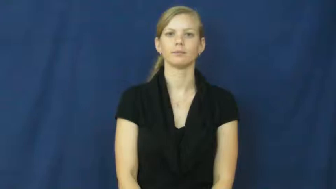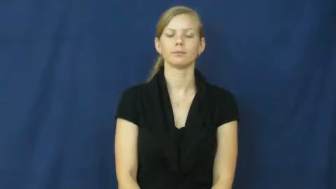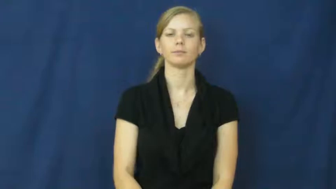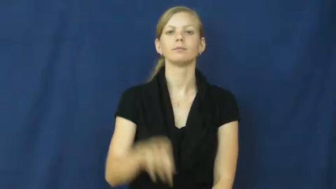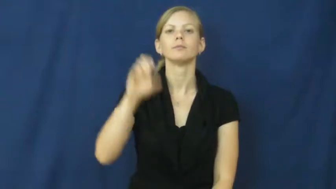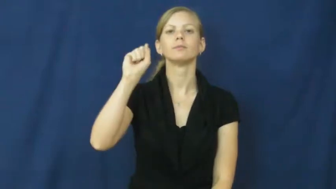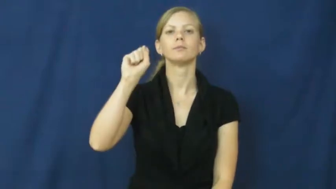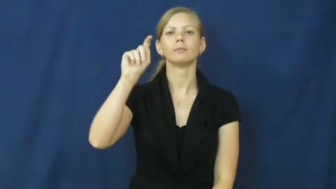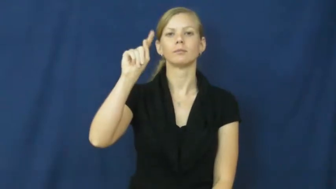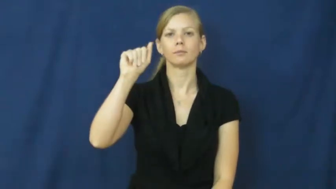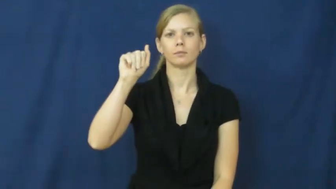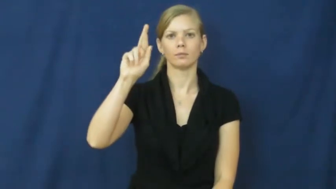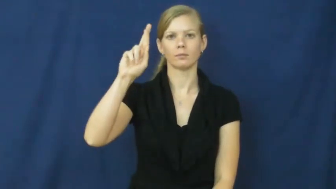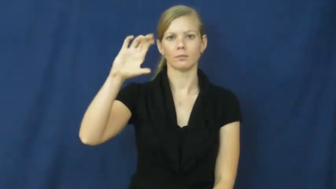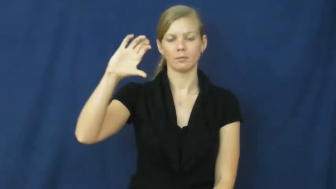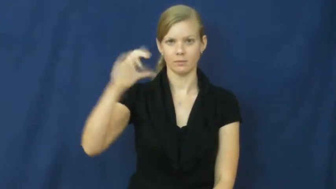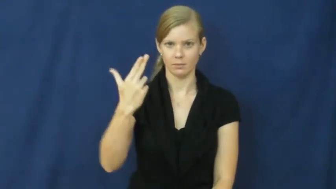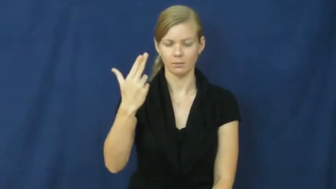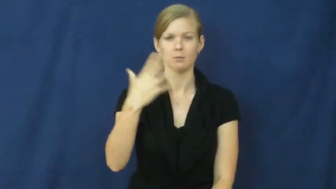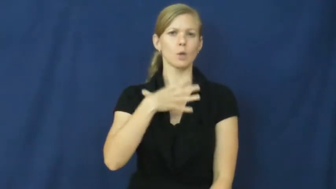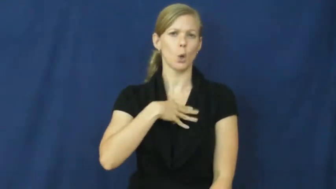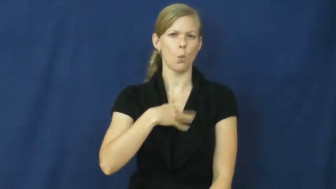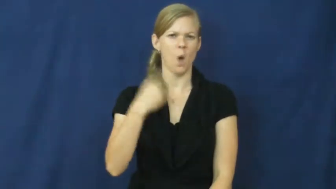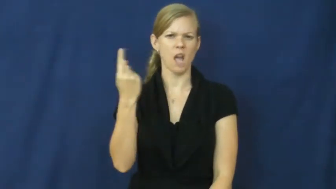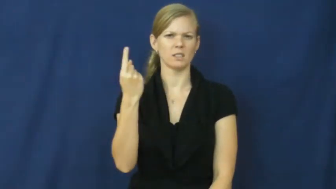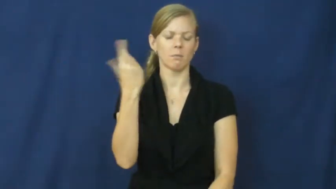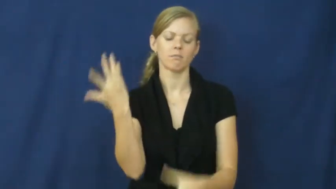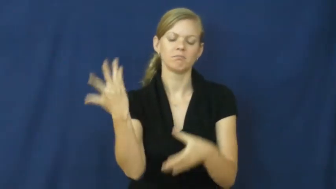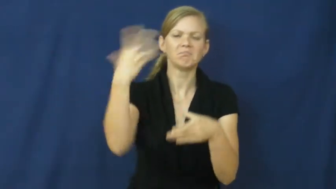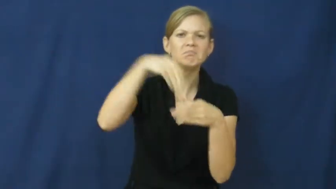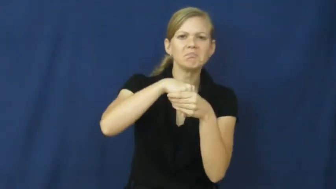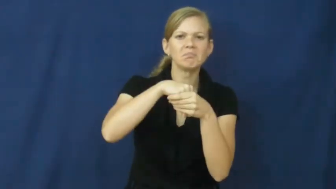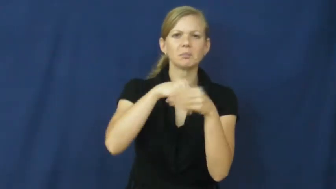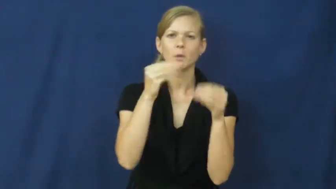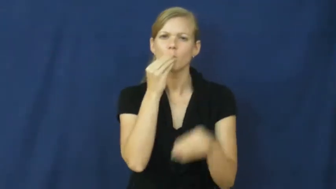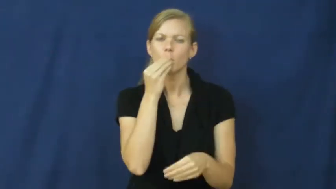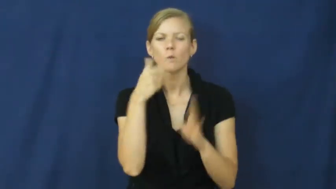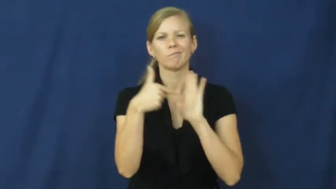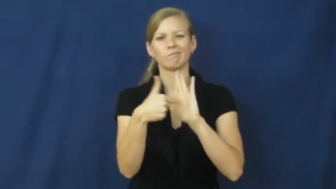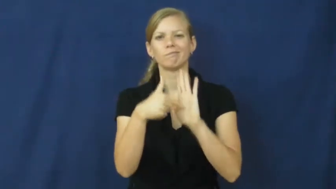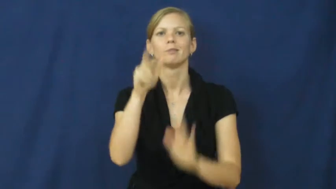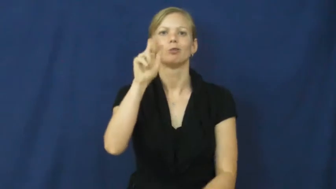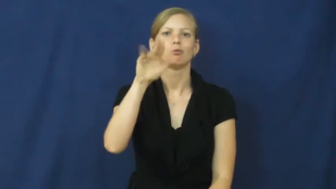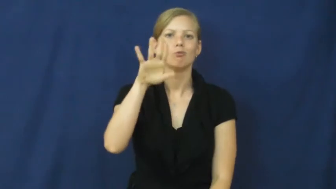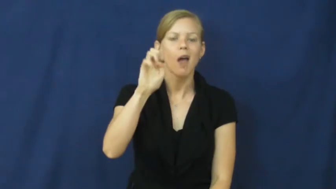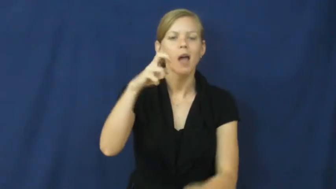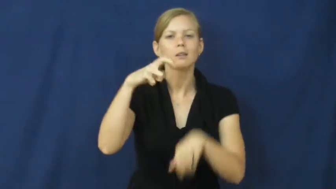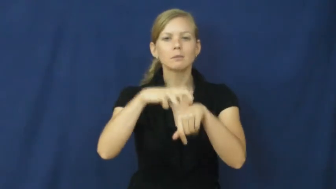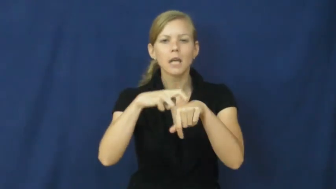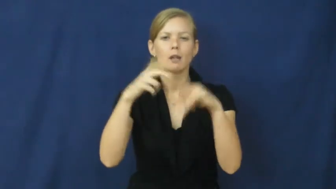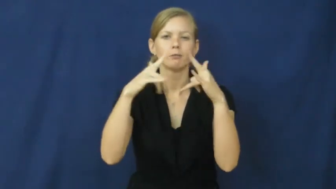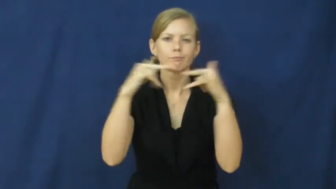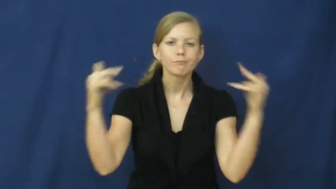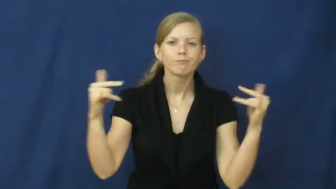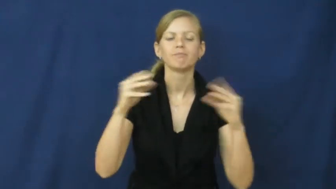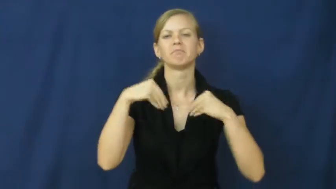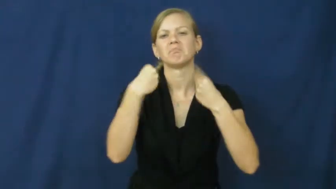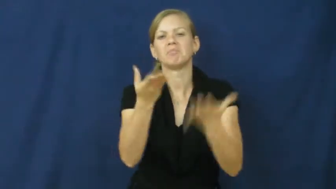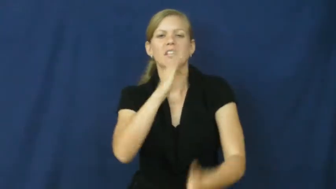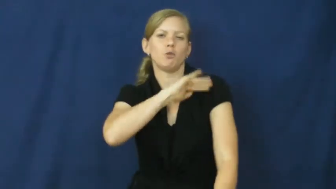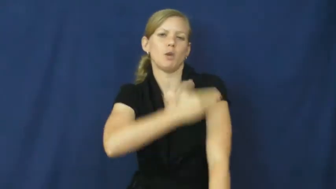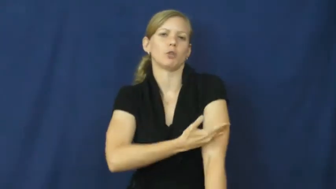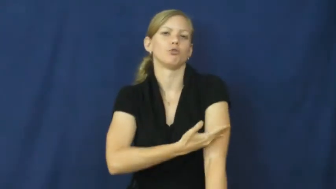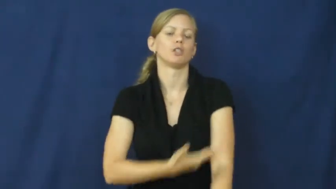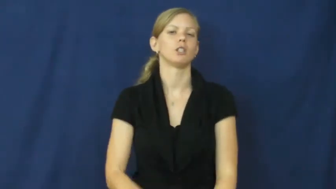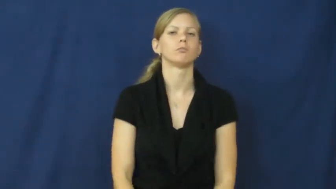starch-white food